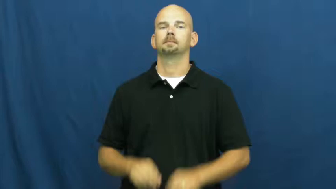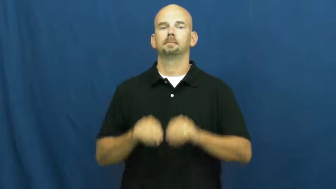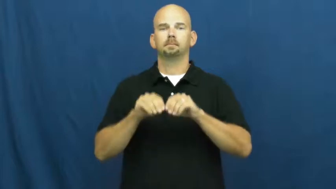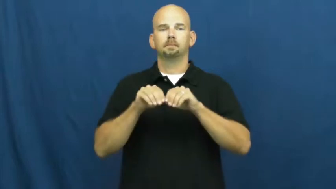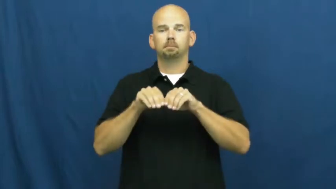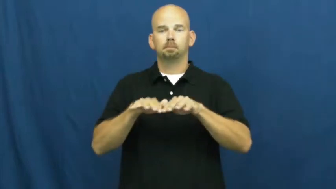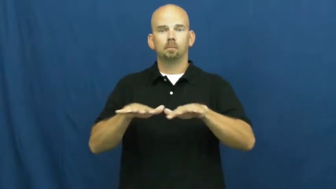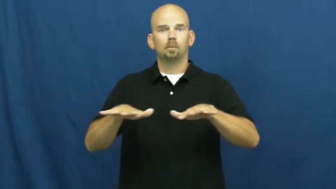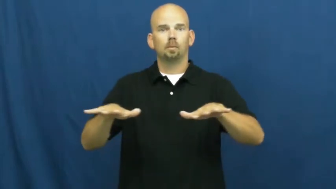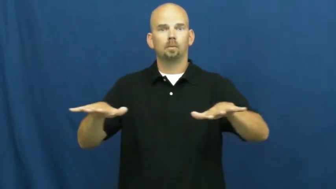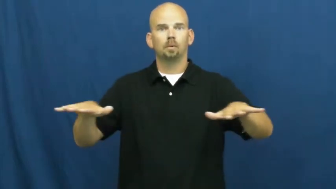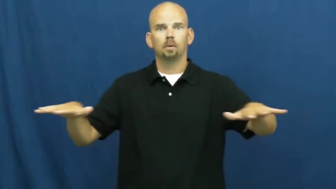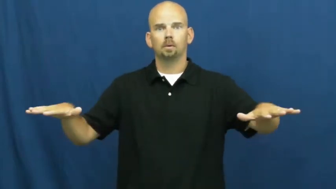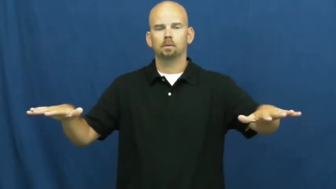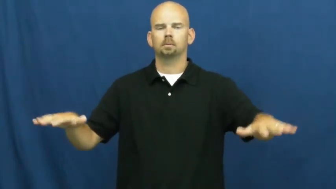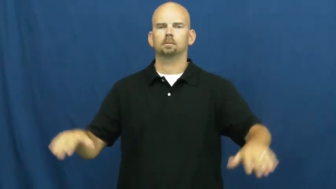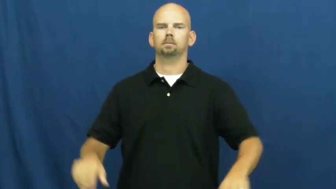all over,bubbling out